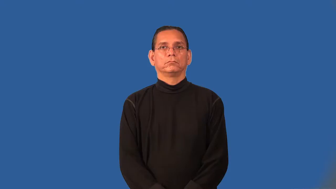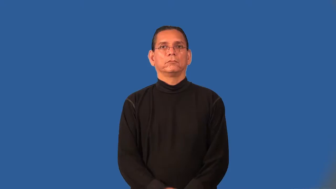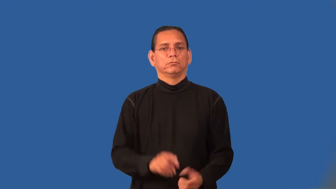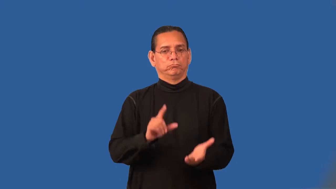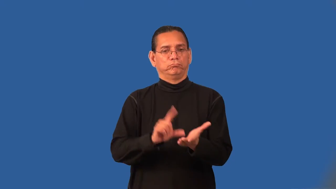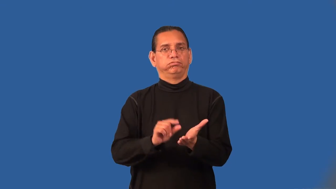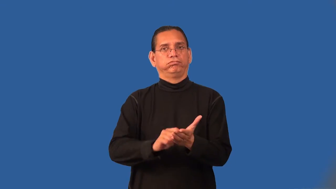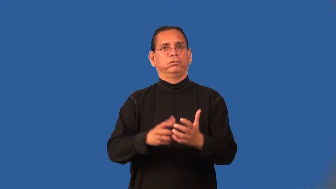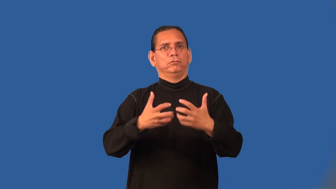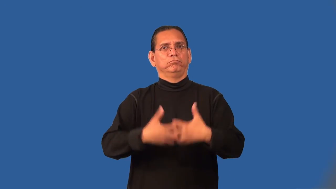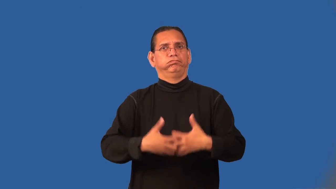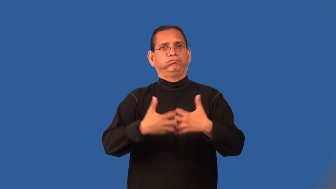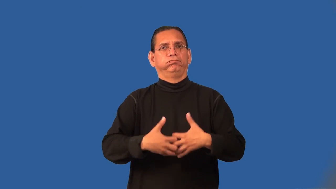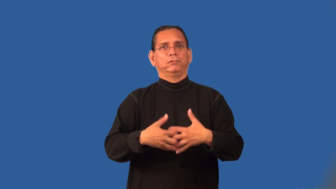press-print machine